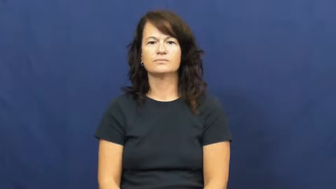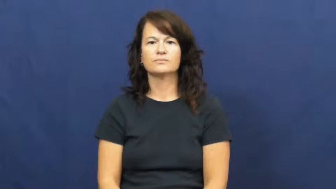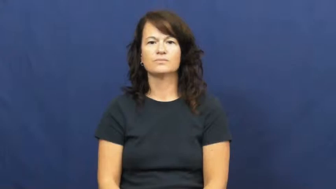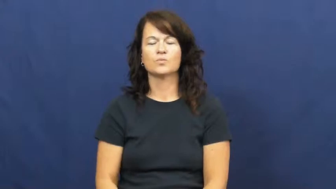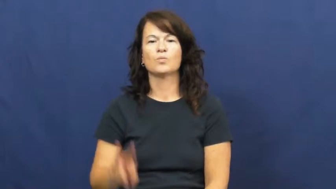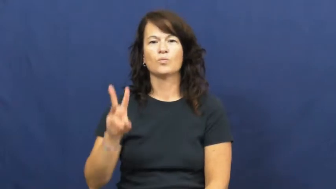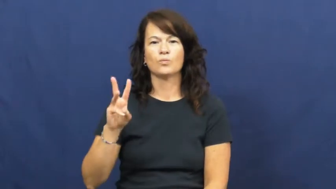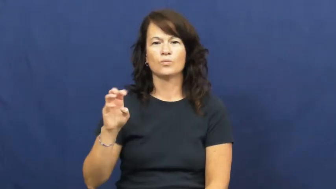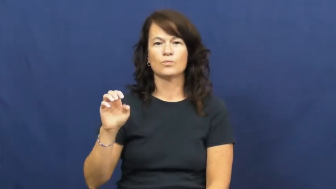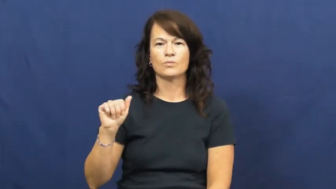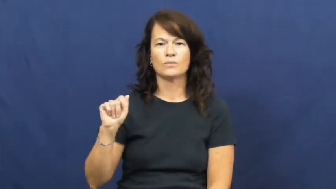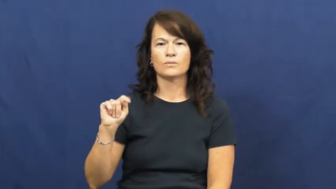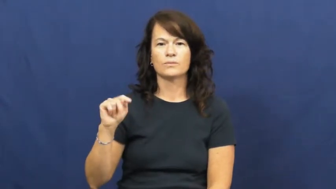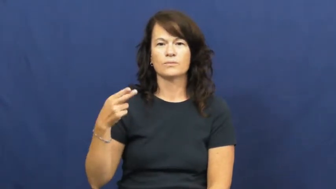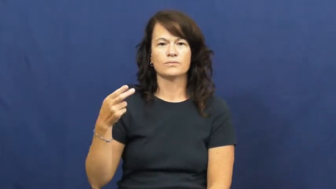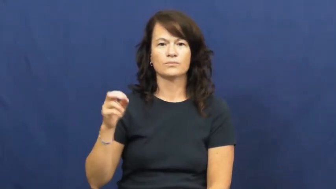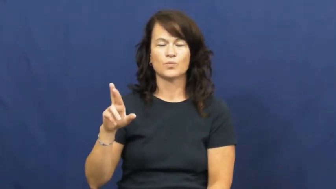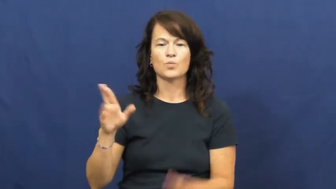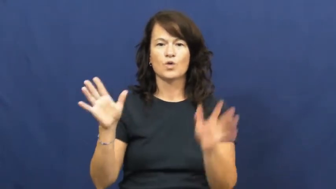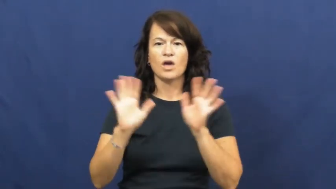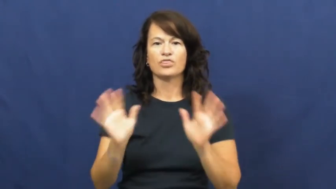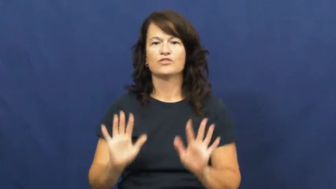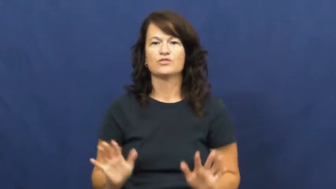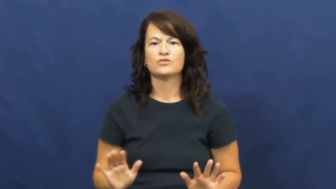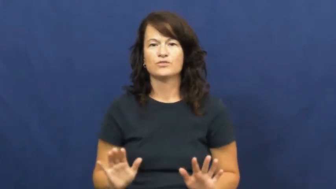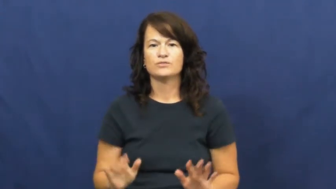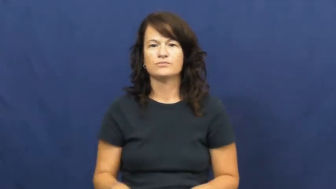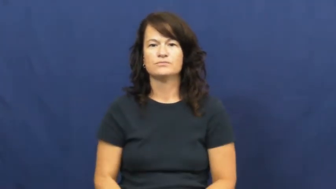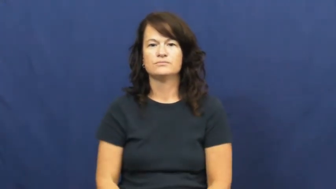weather-climate